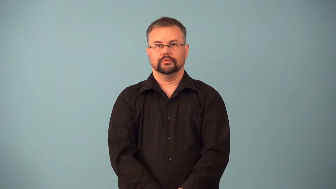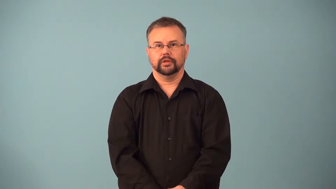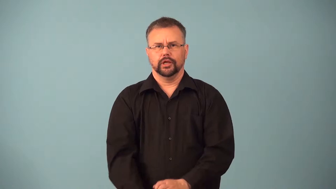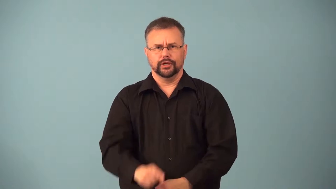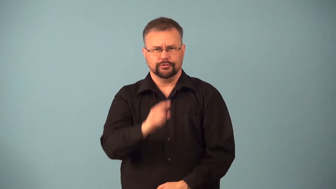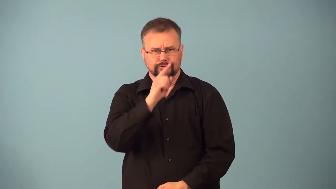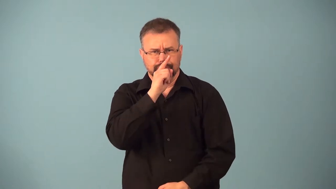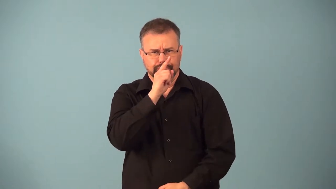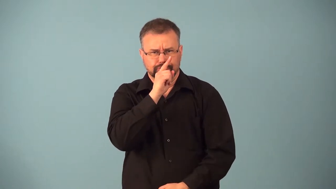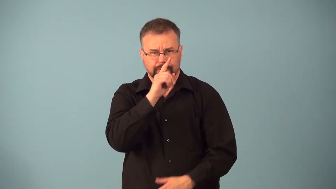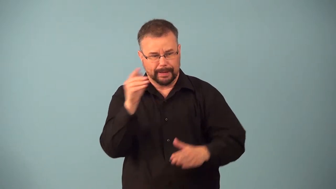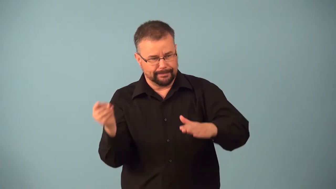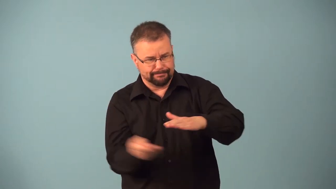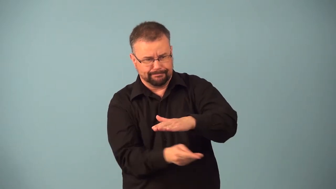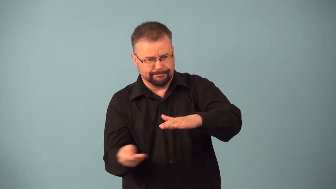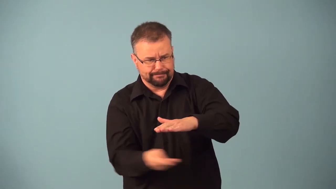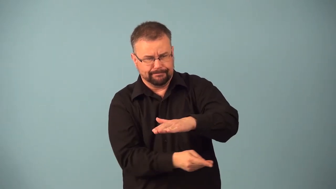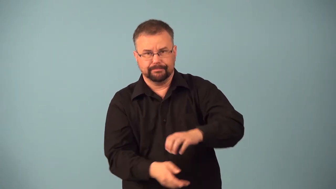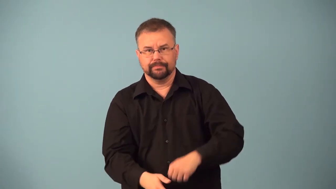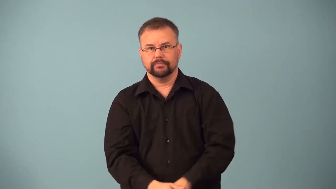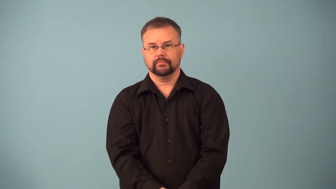funnel-secret